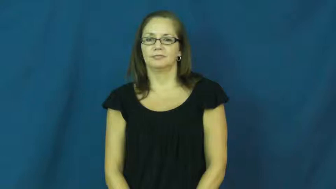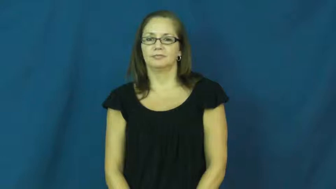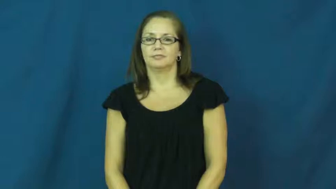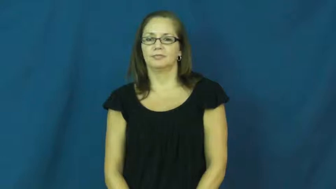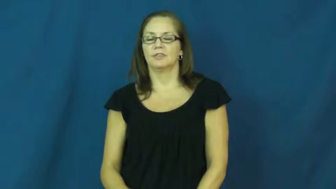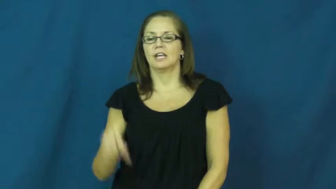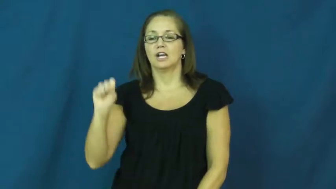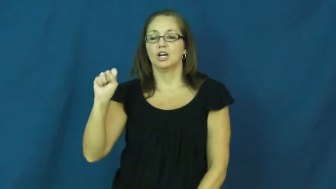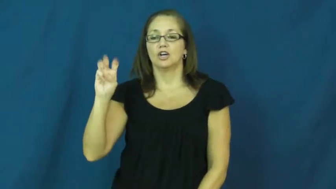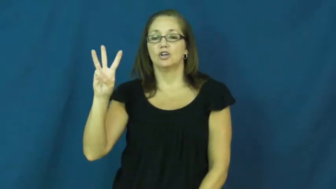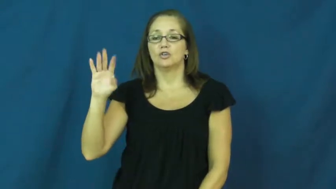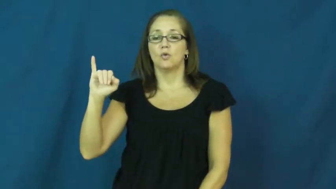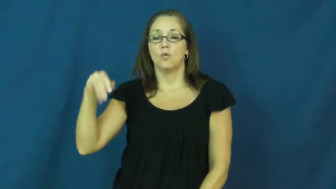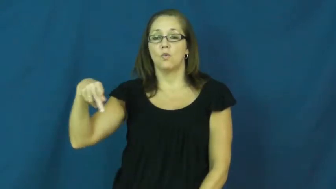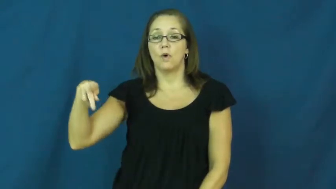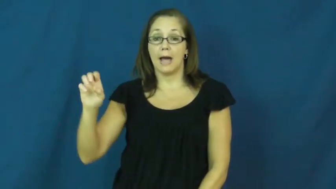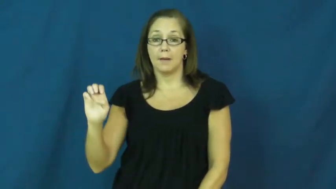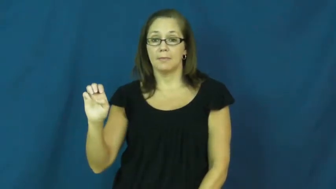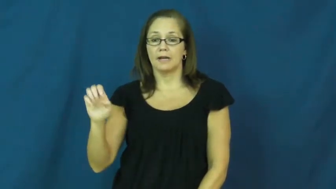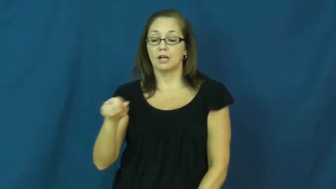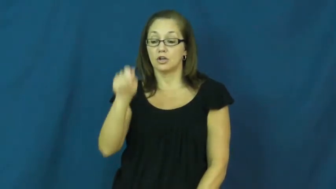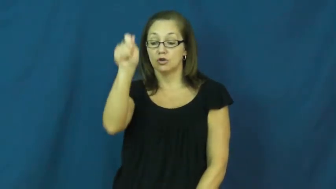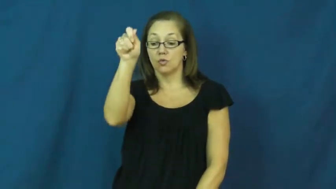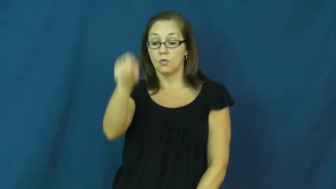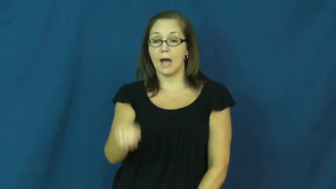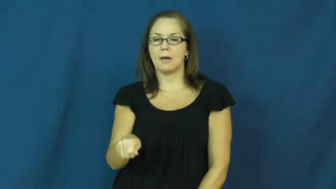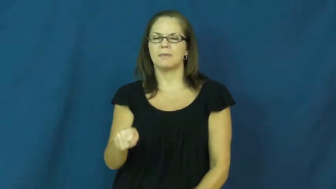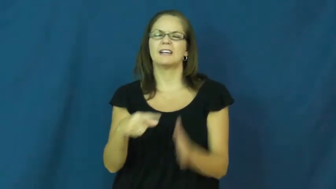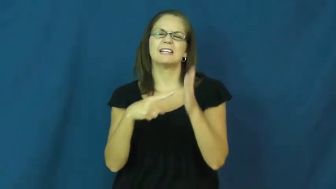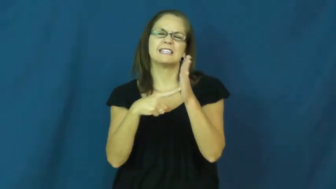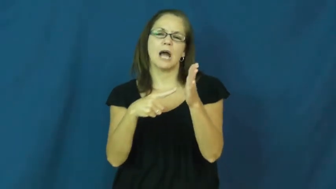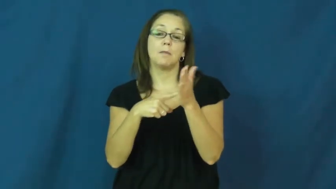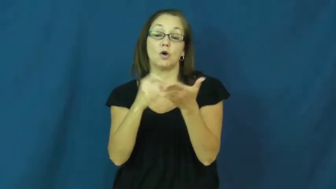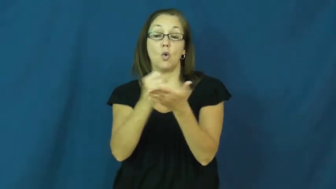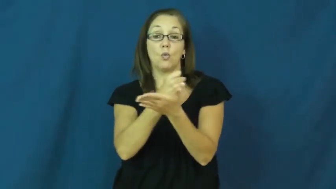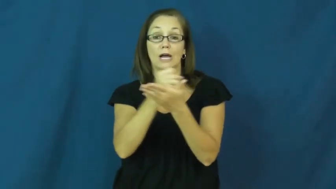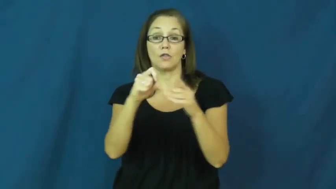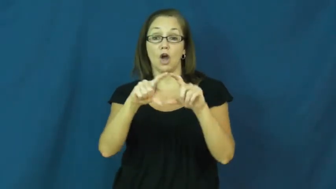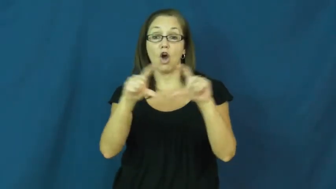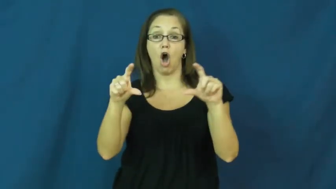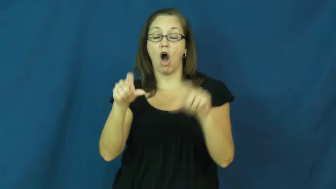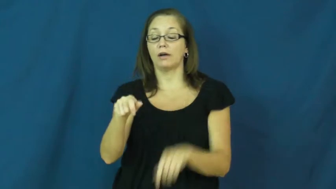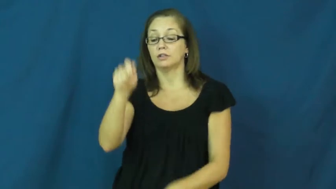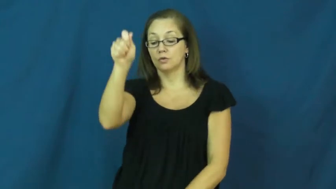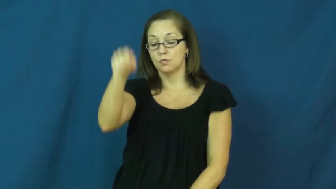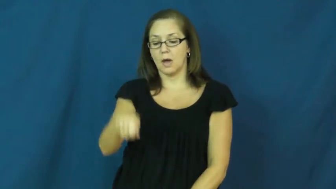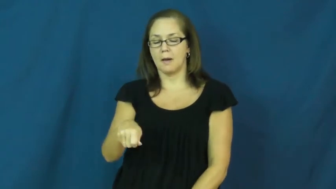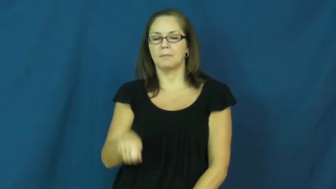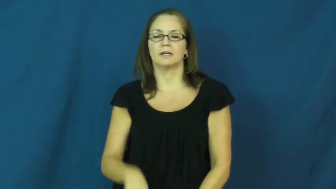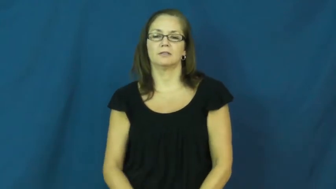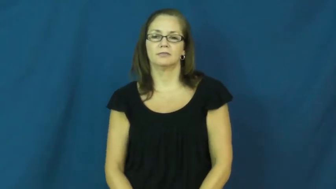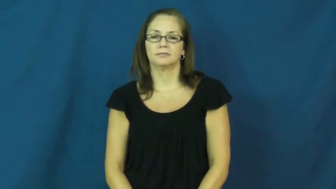swipe-card